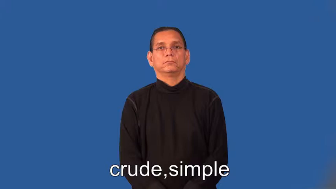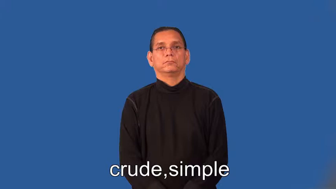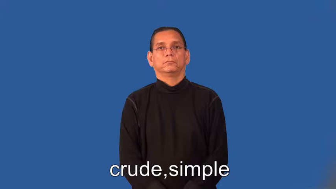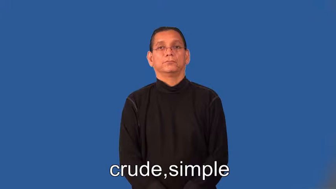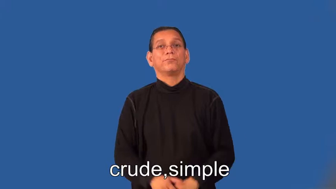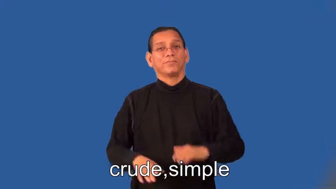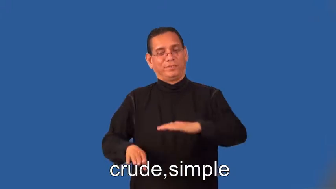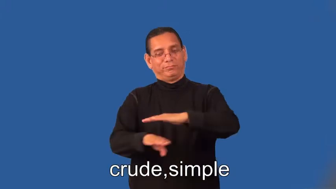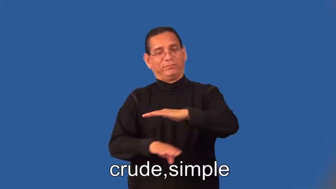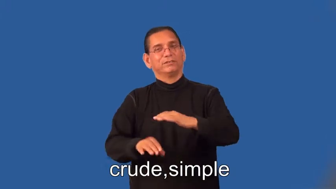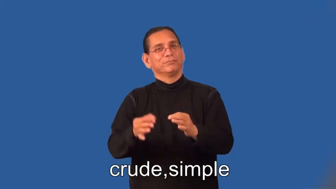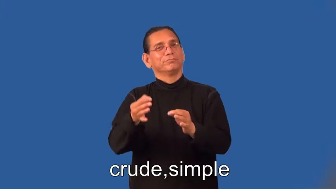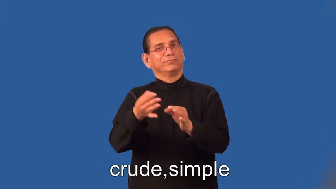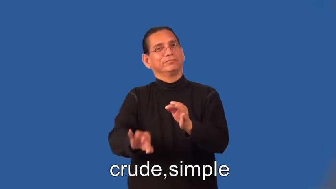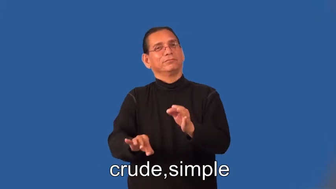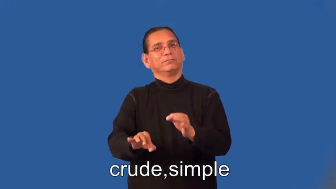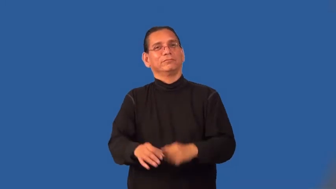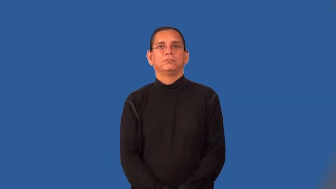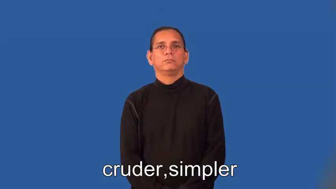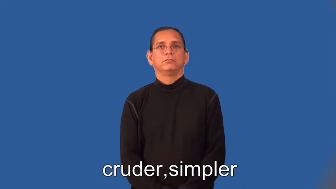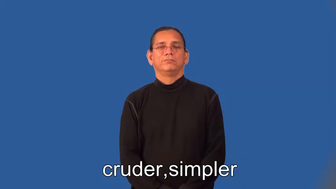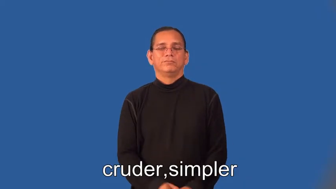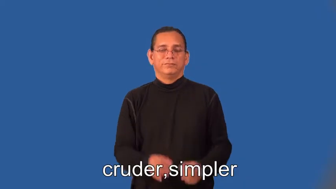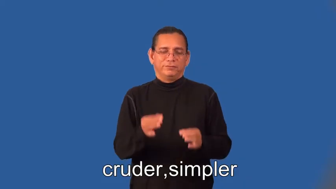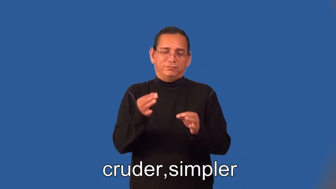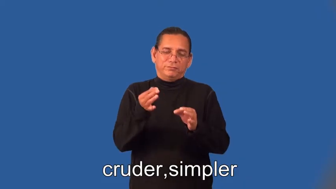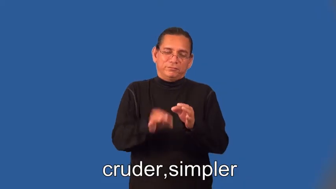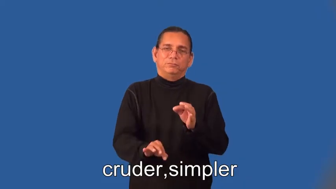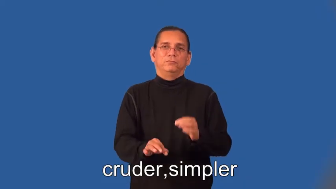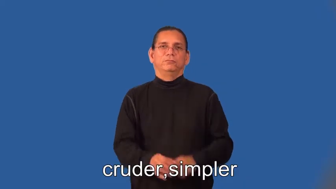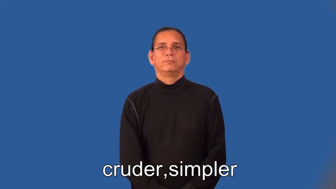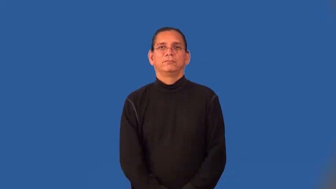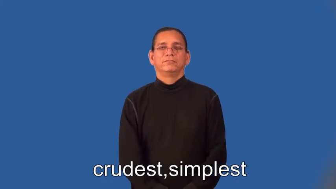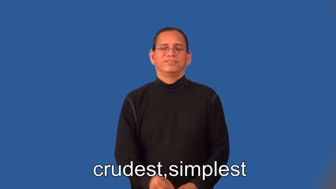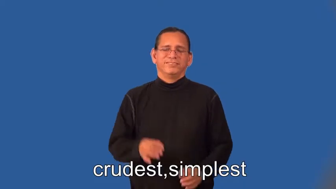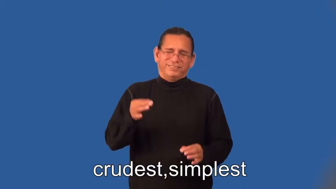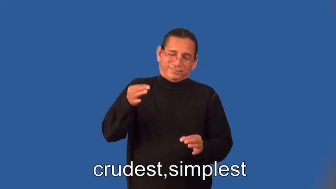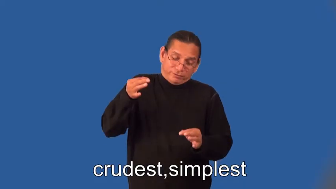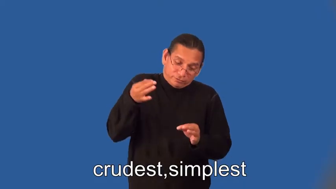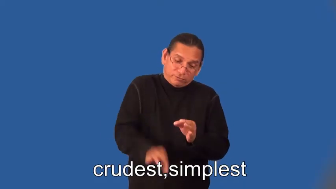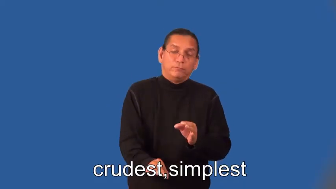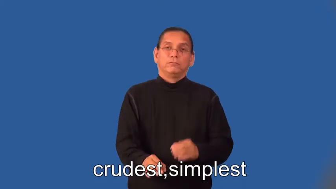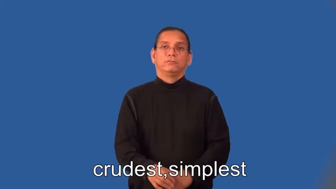cruder,simplest,crudest,simplest